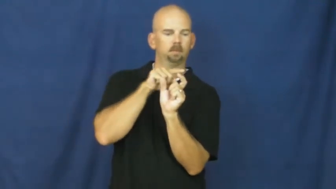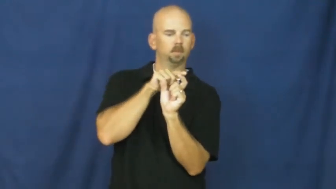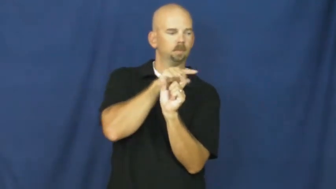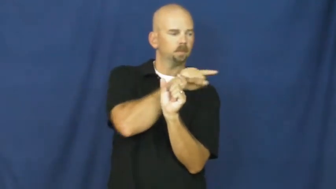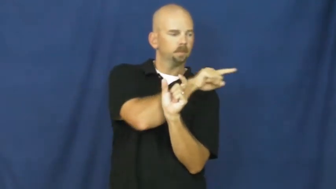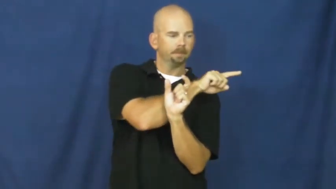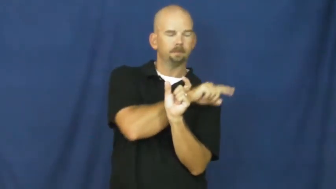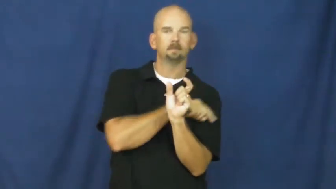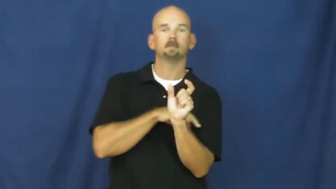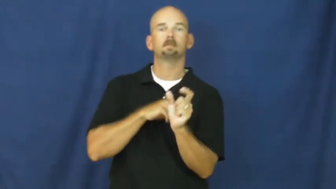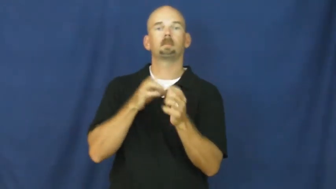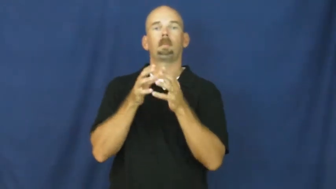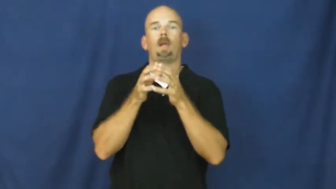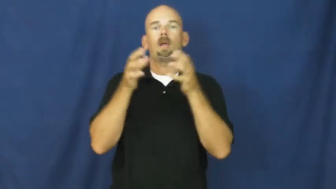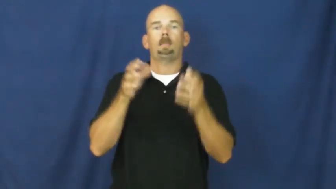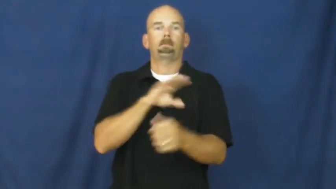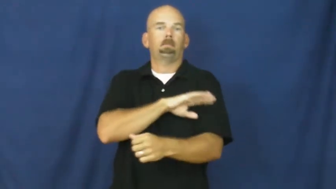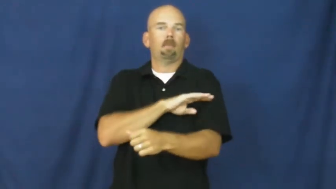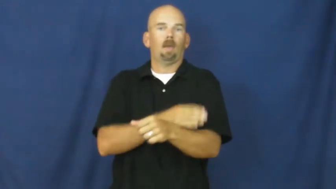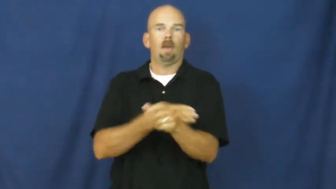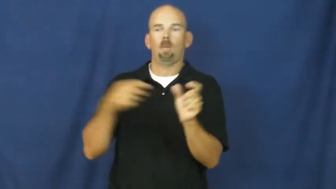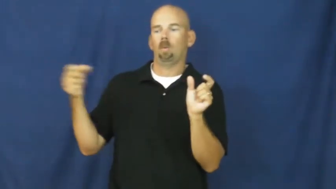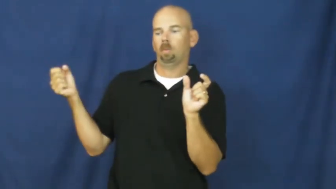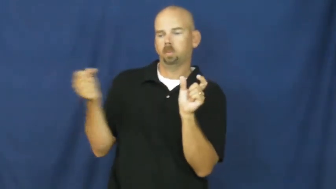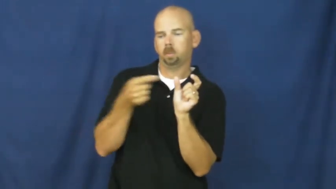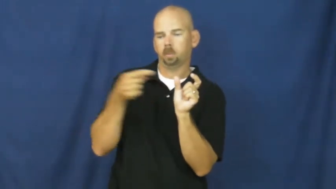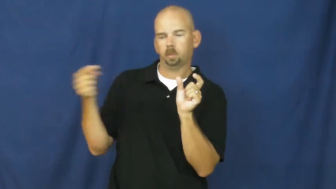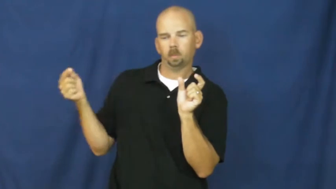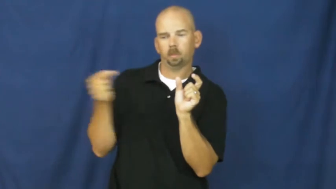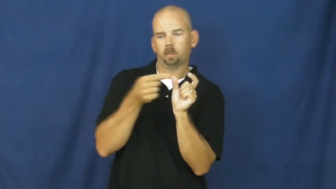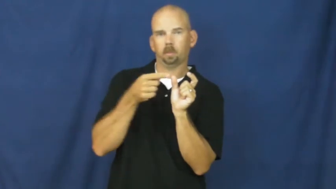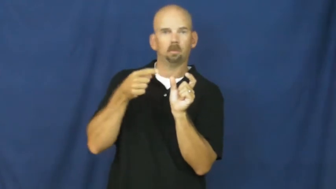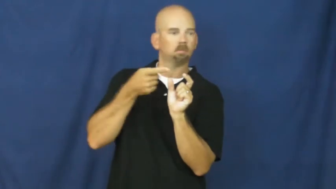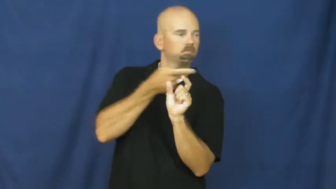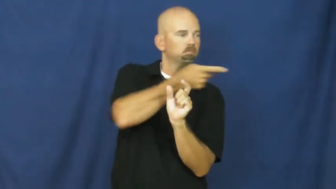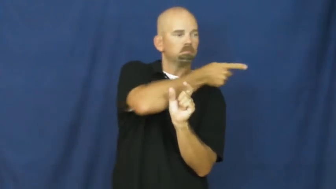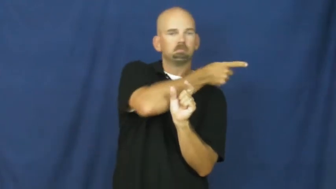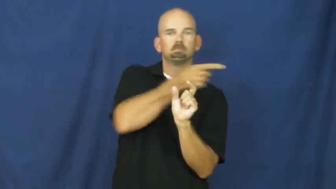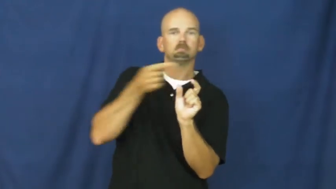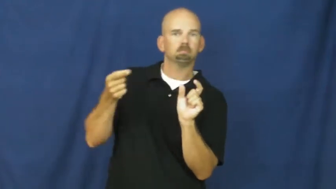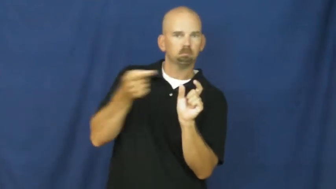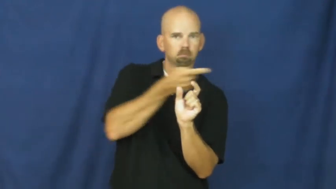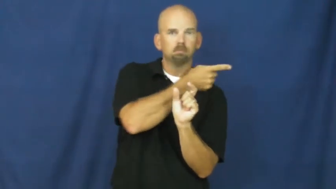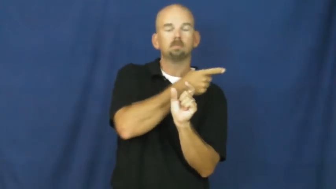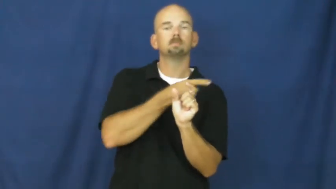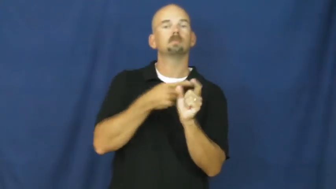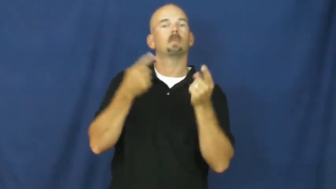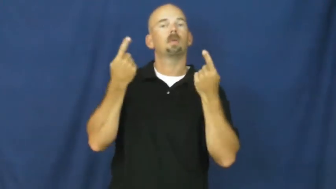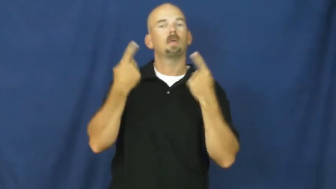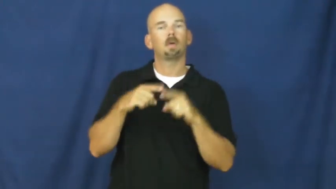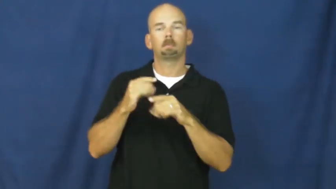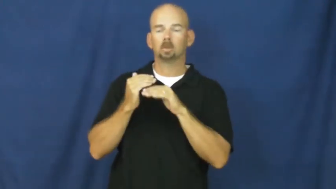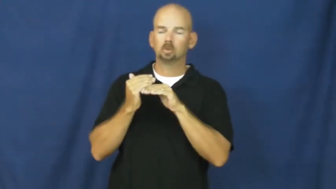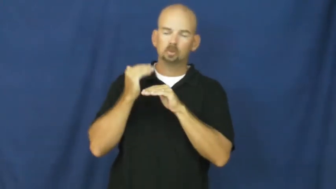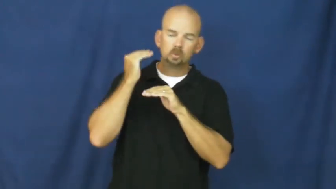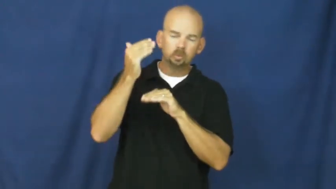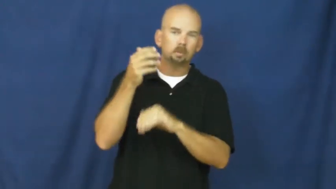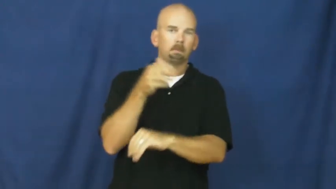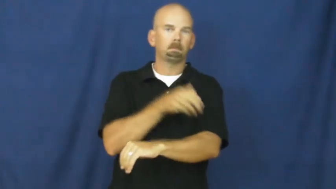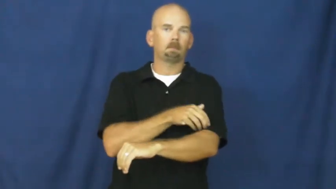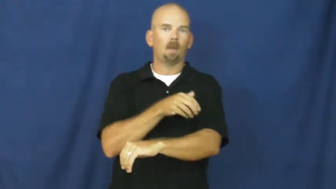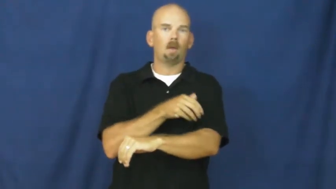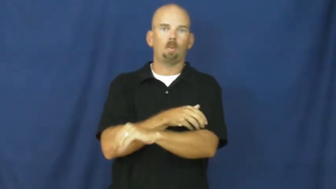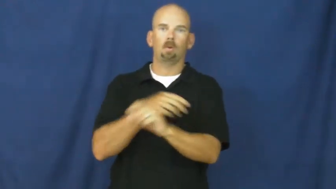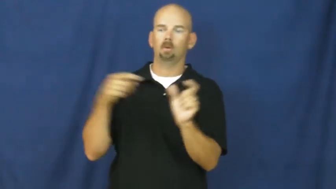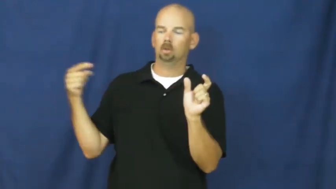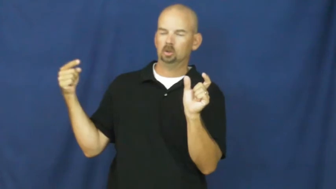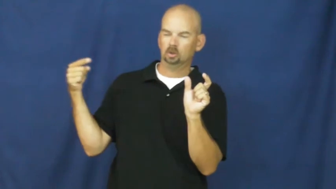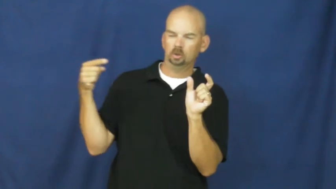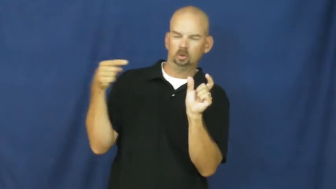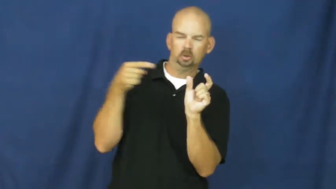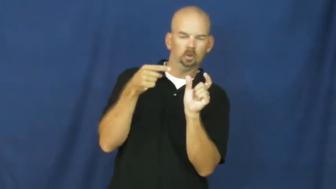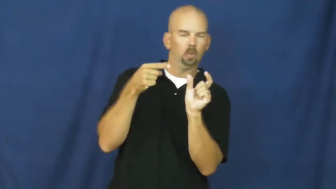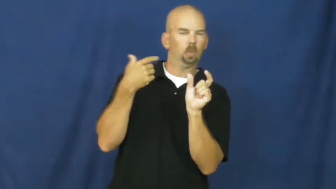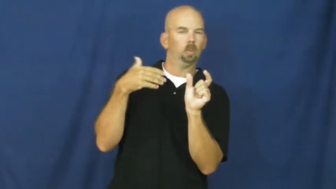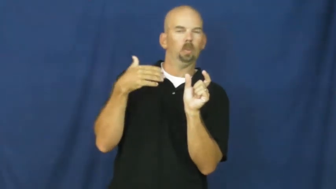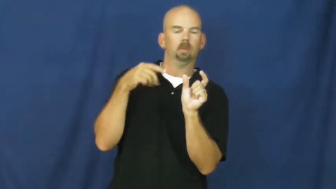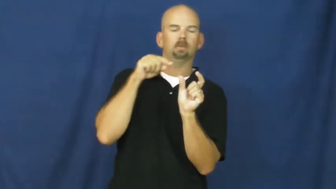fuse-electric